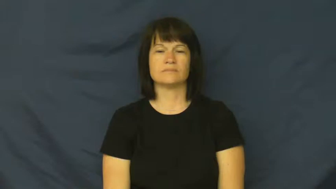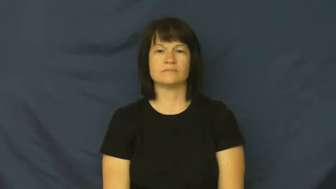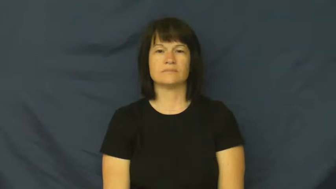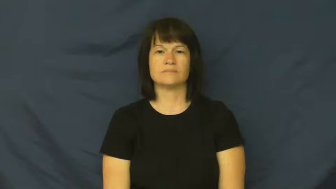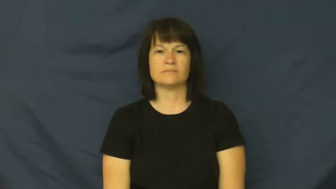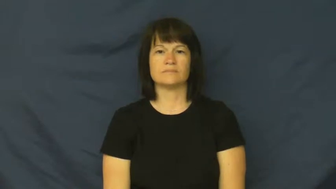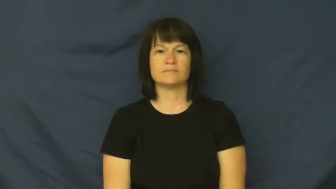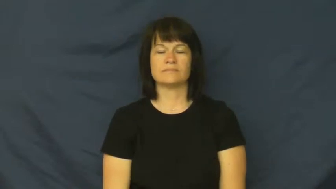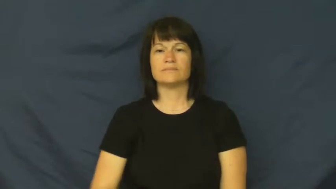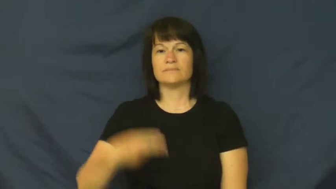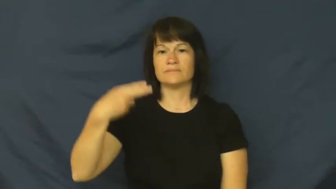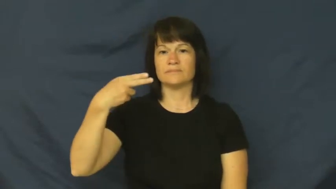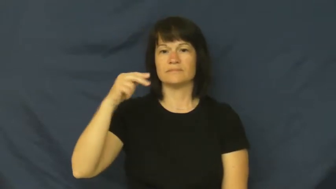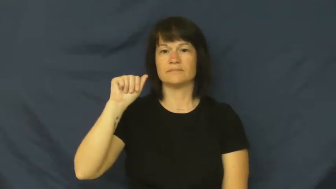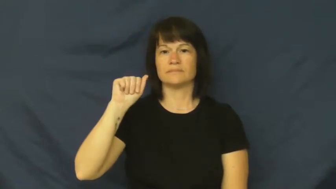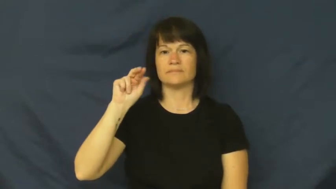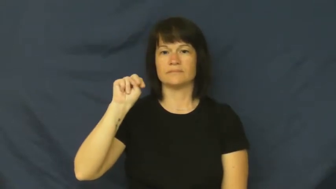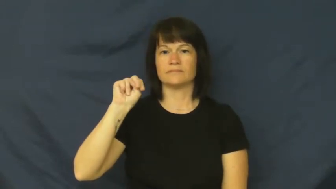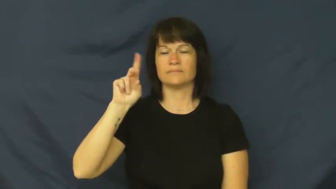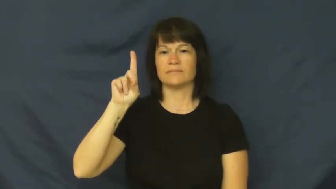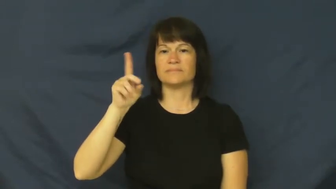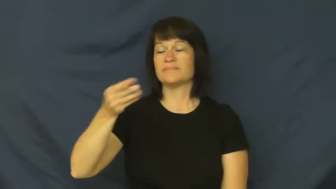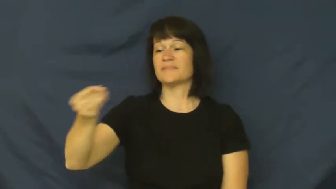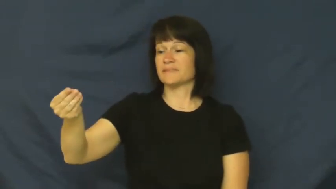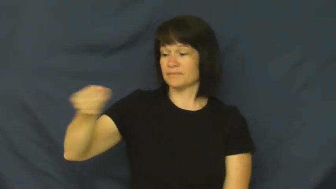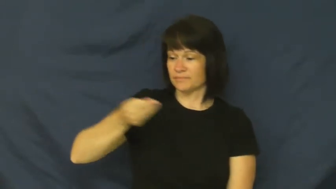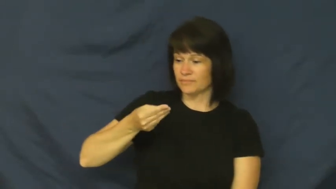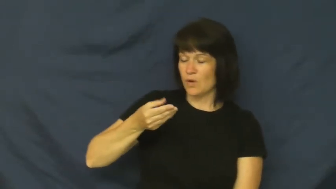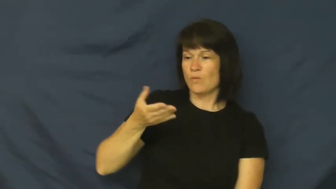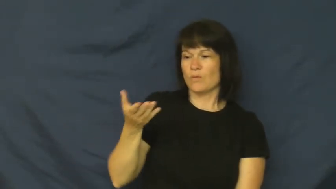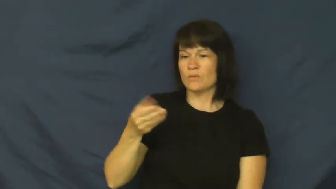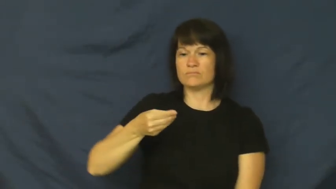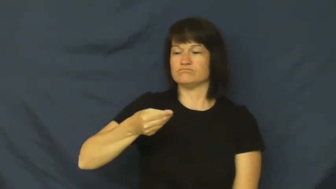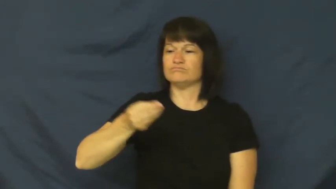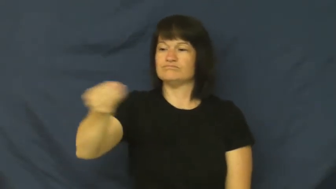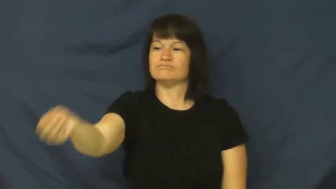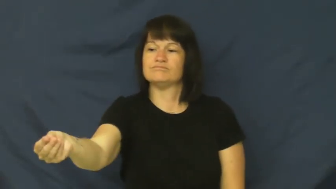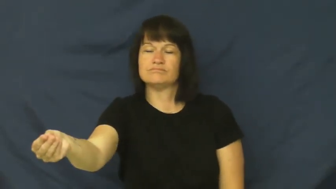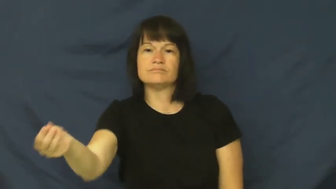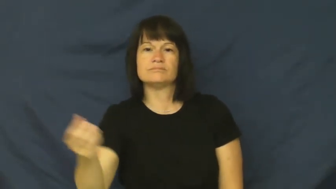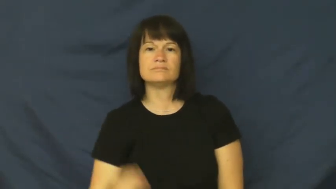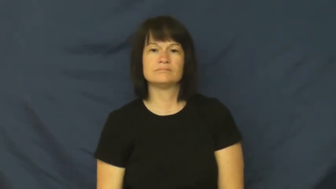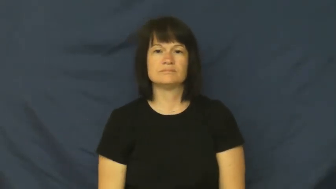hand-give